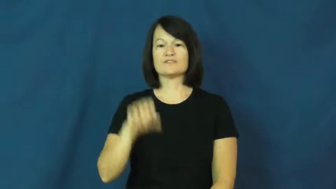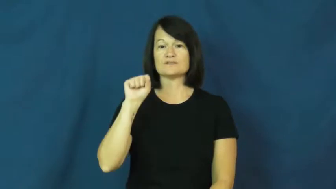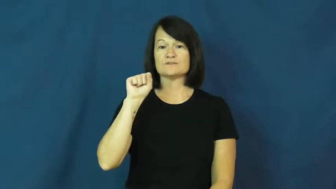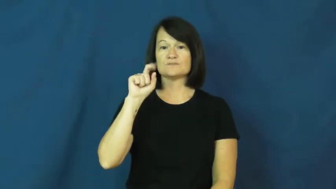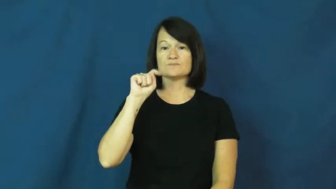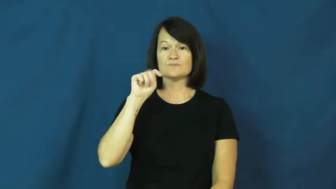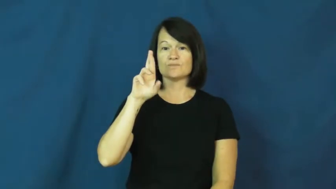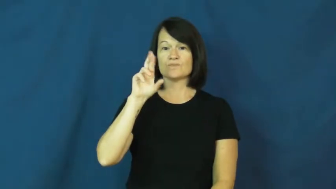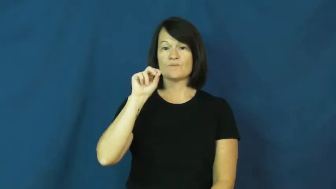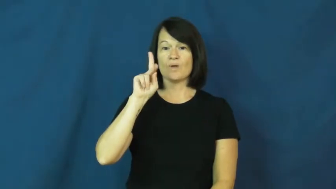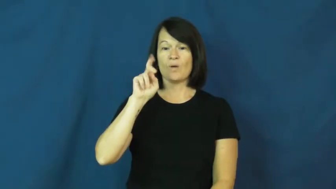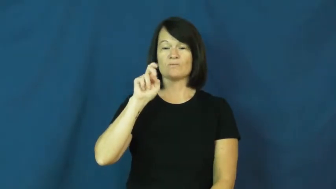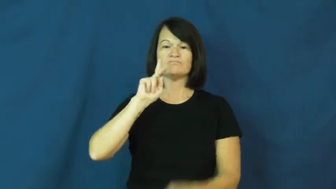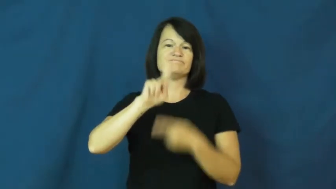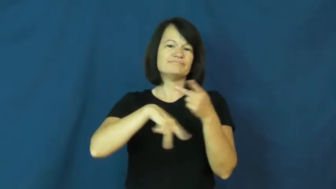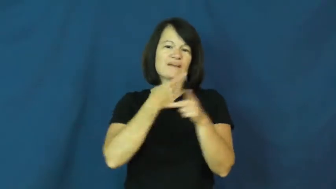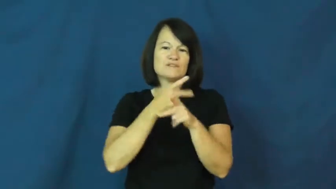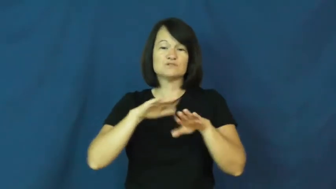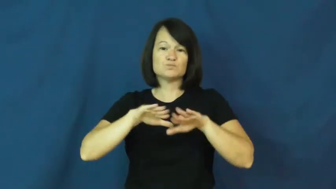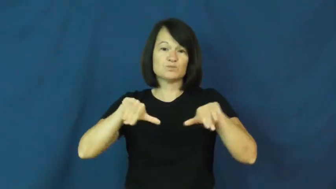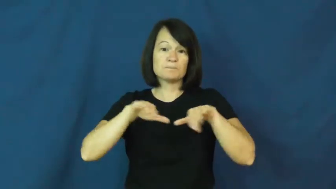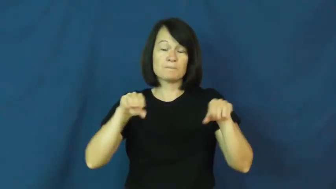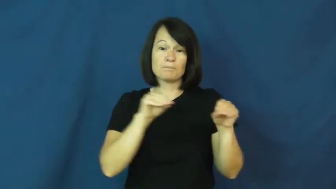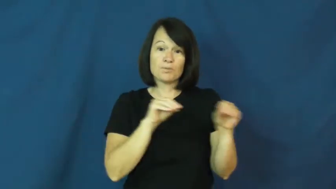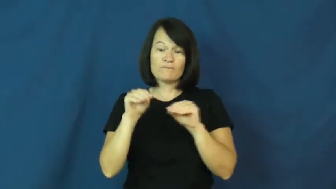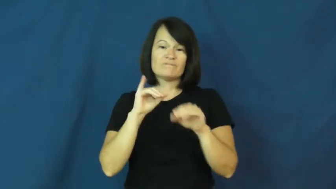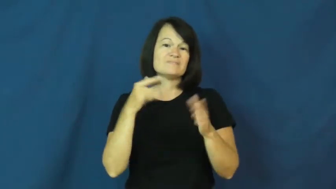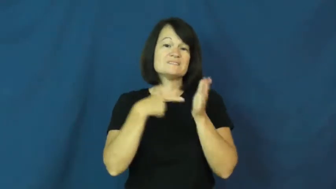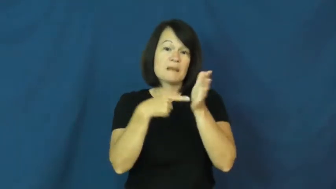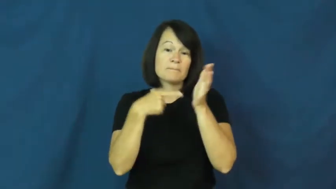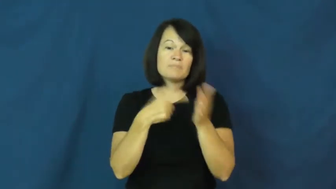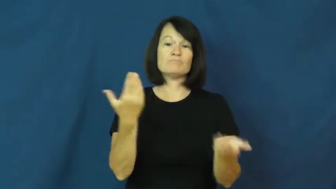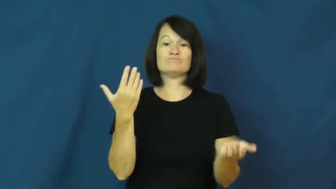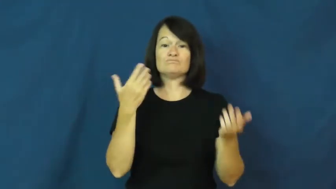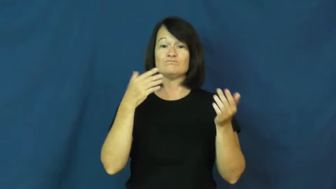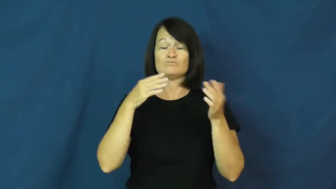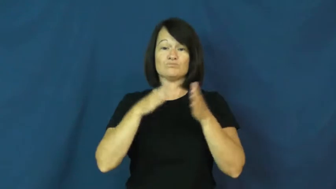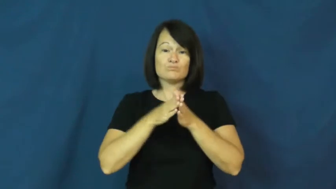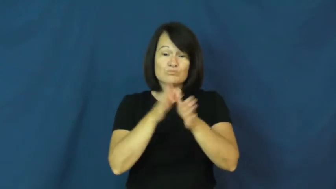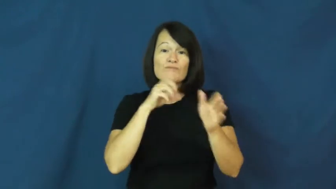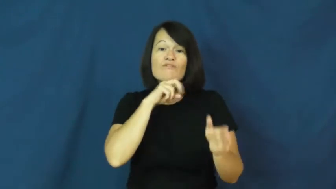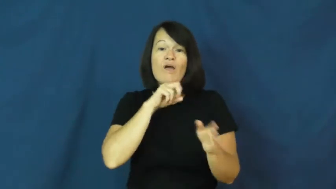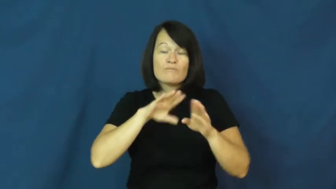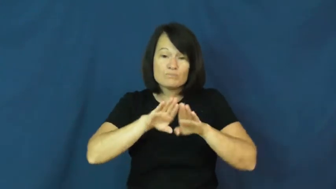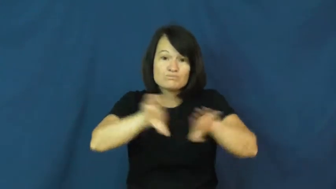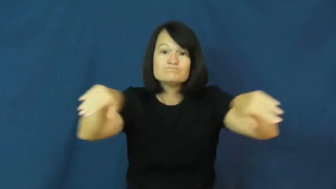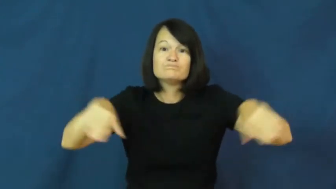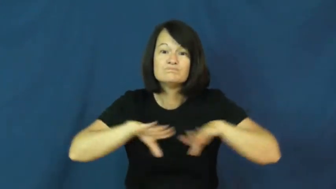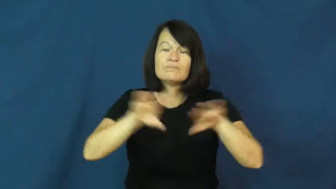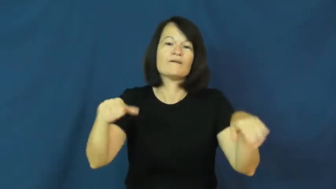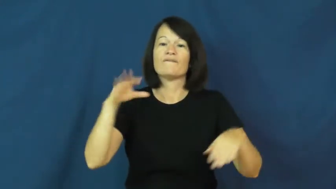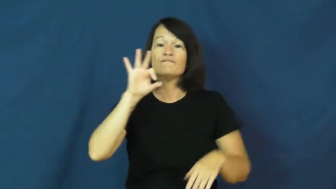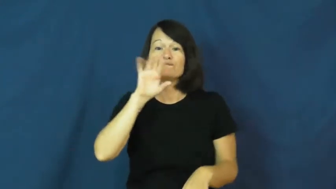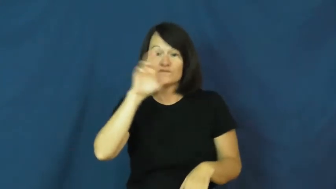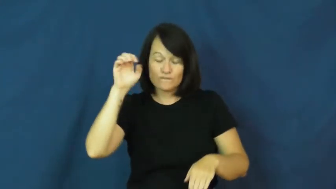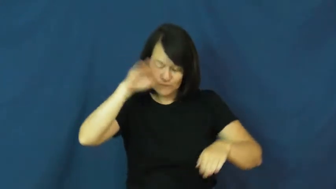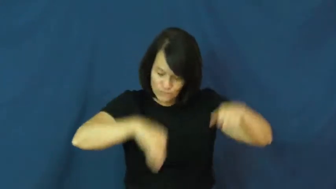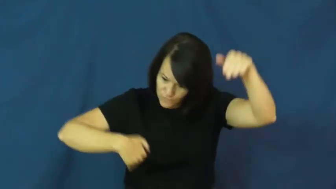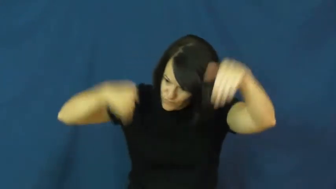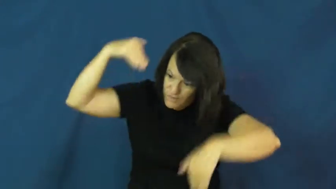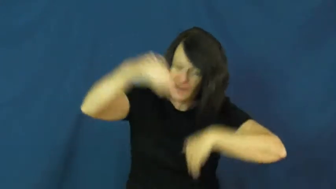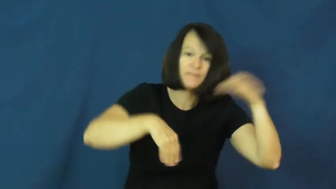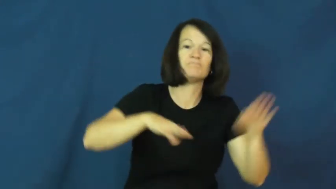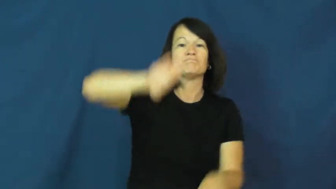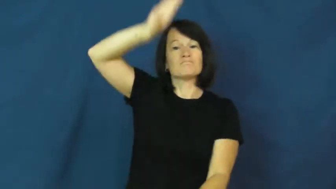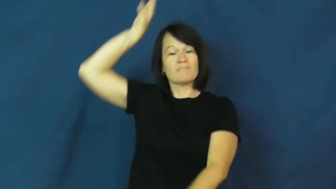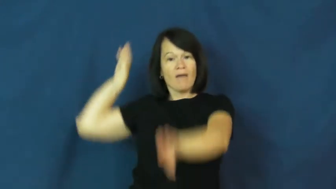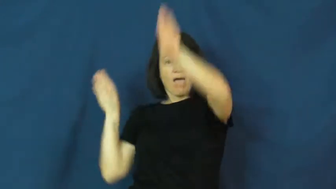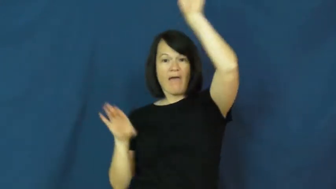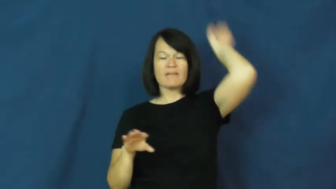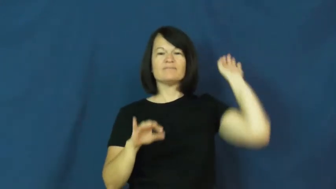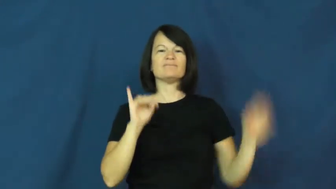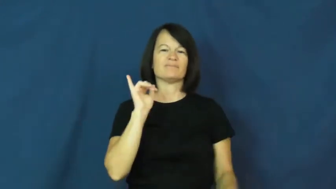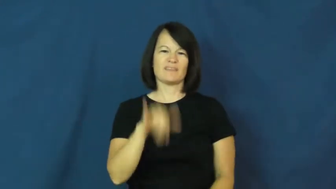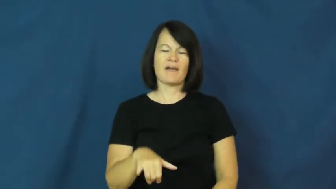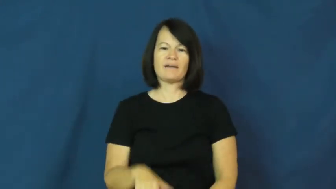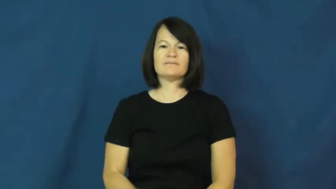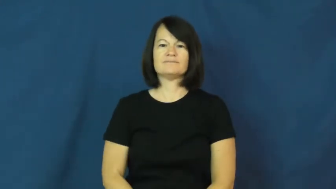stroke-swimming